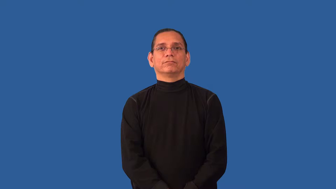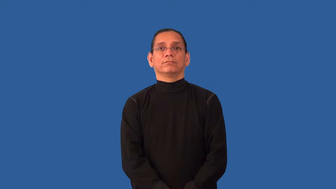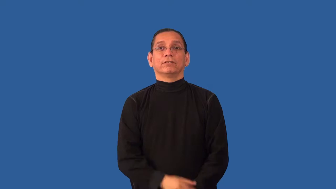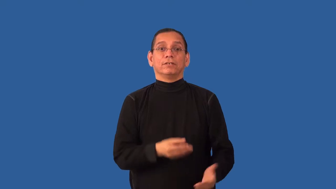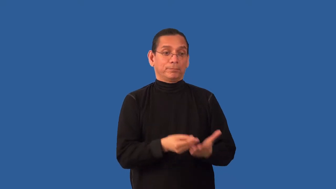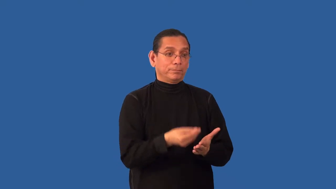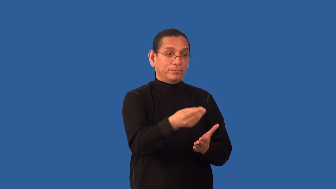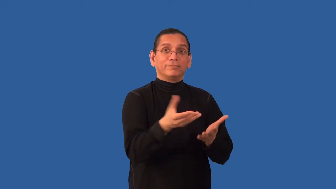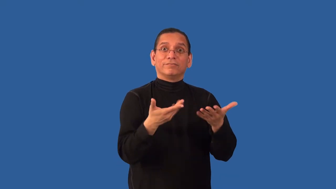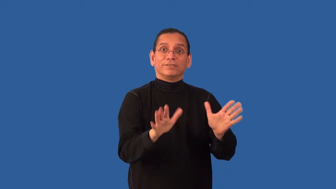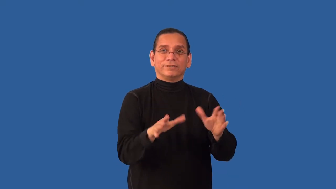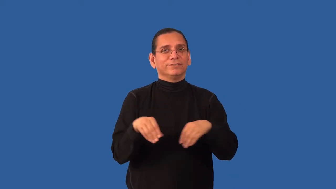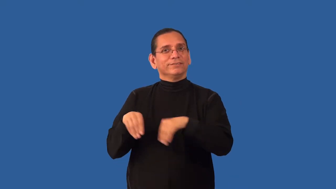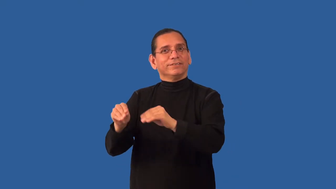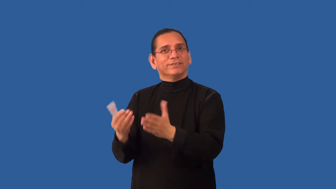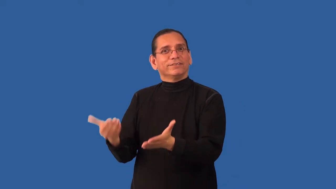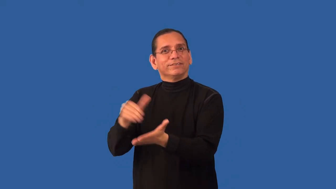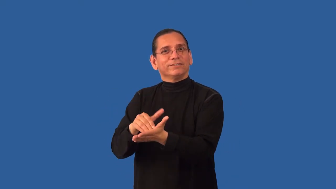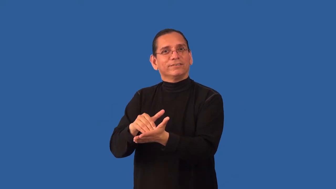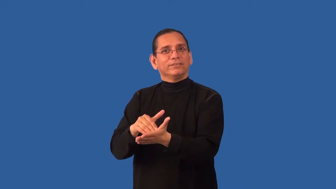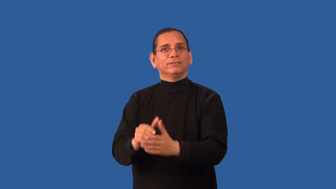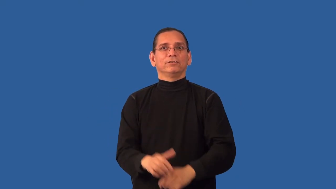resale